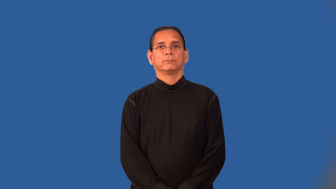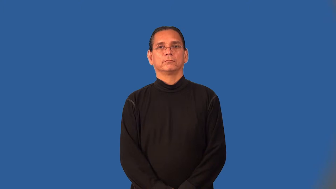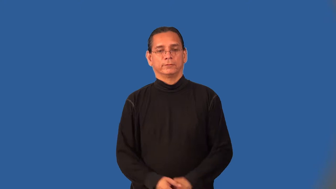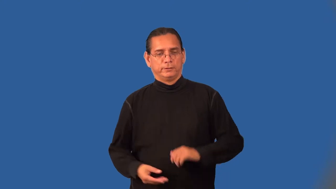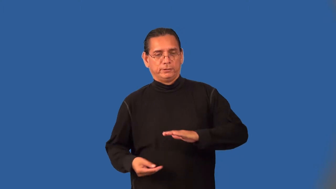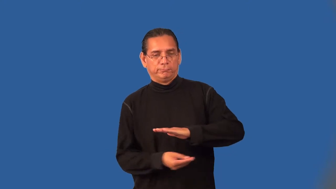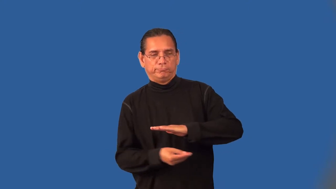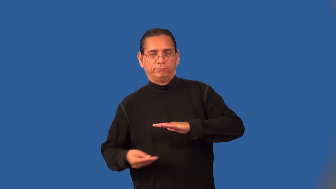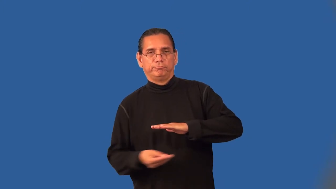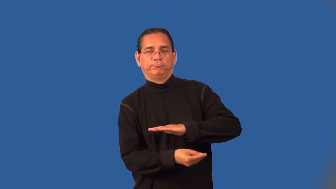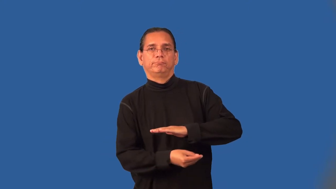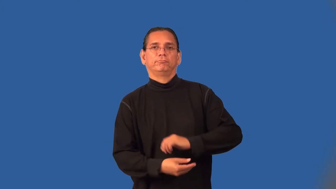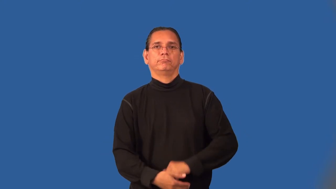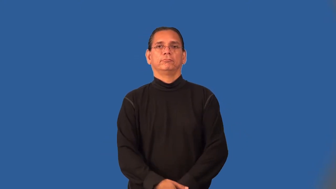traffic-verb